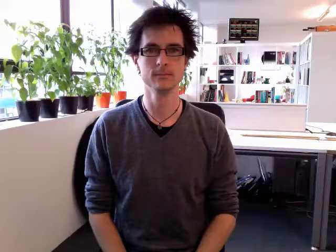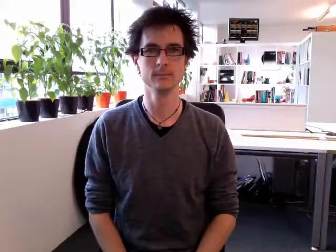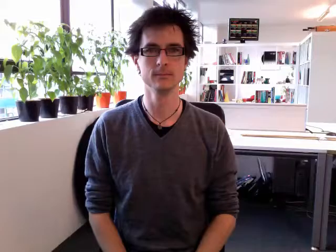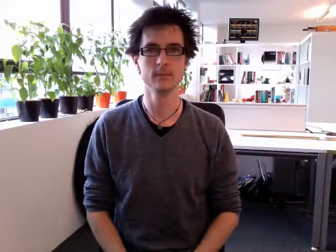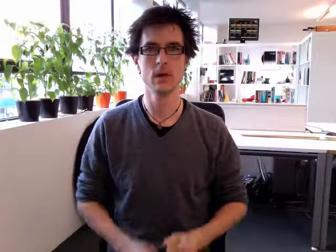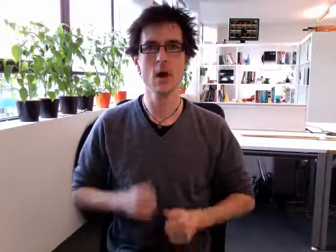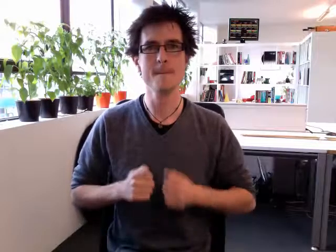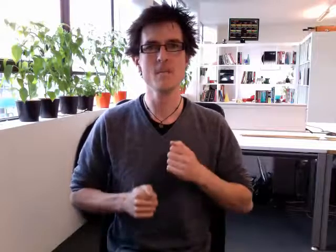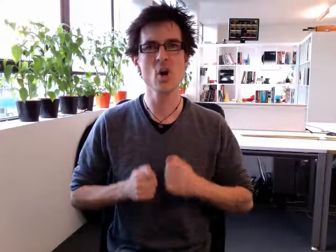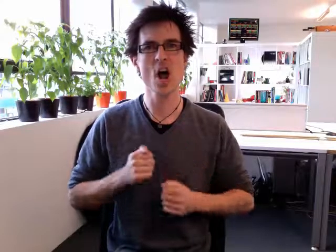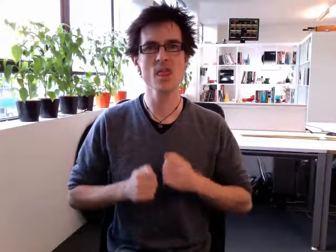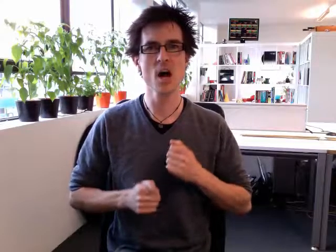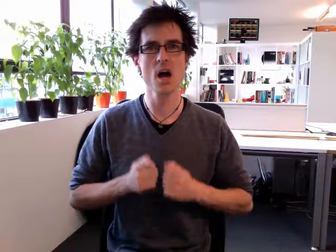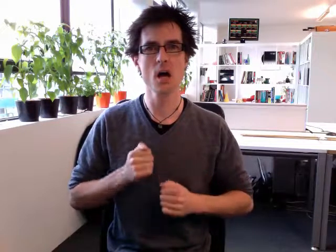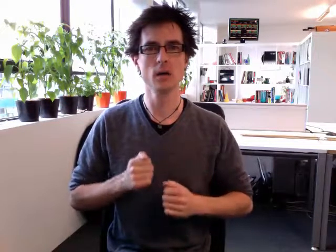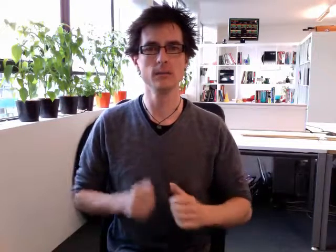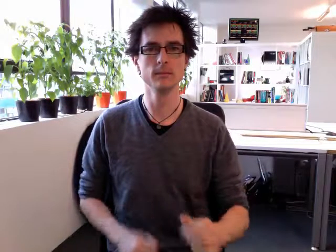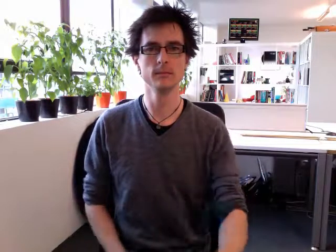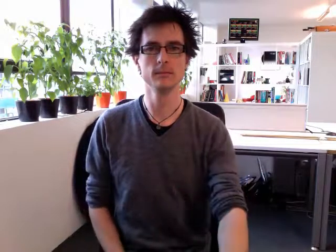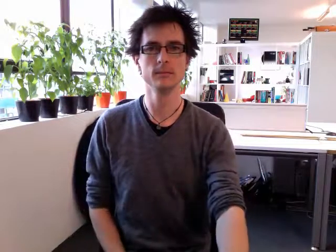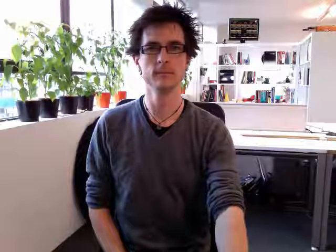brother